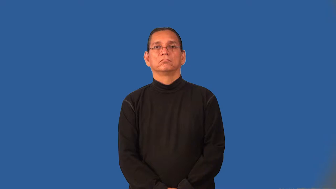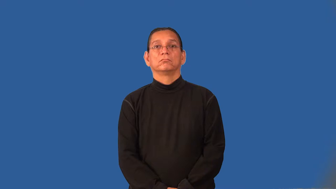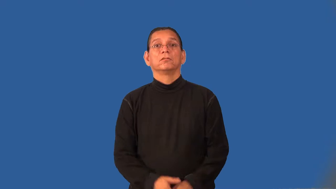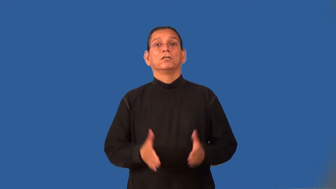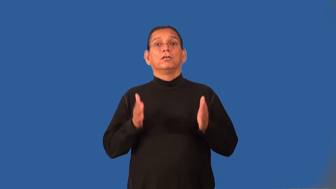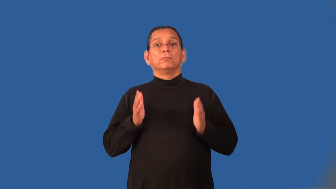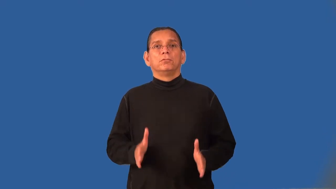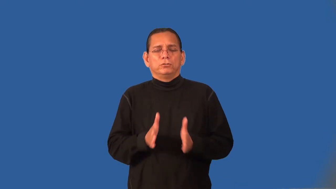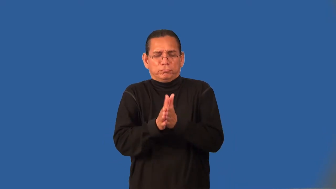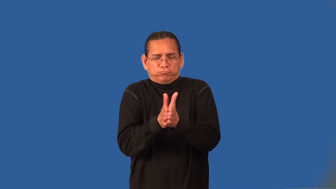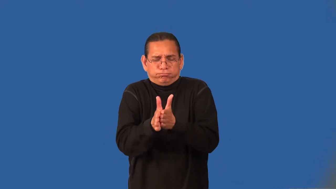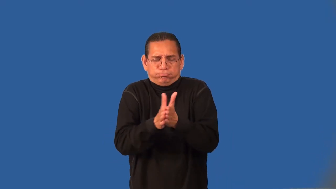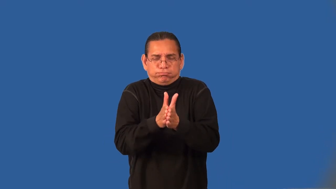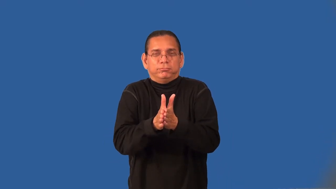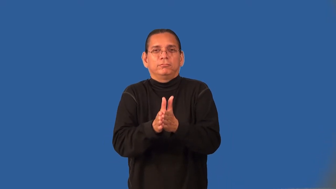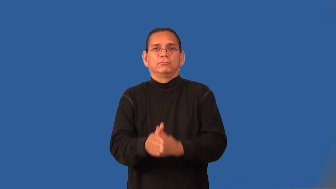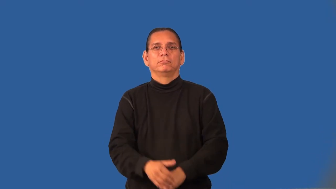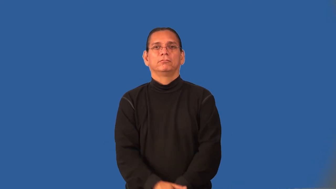hustler